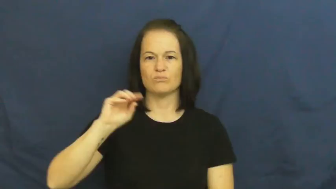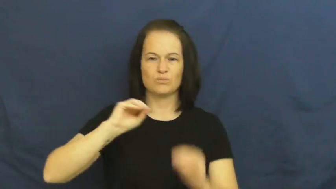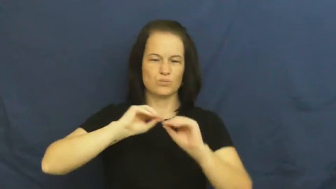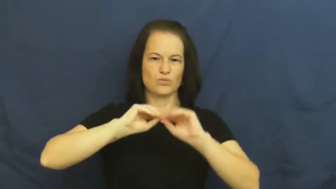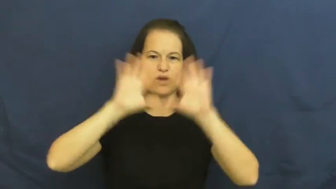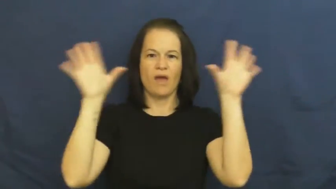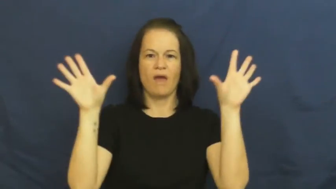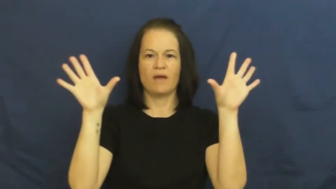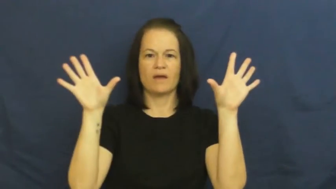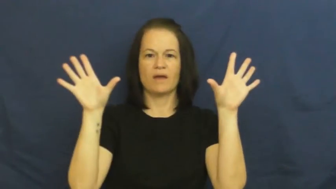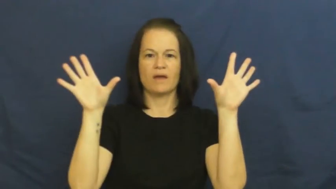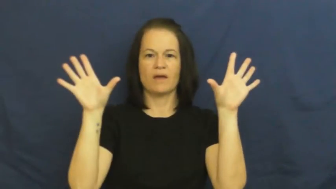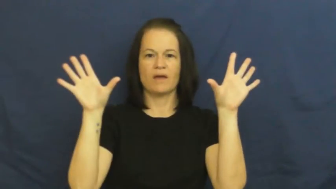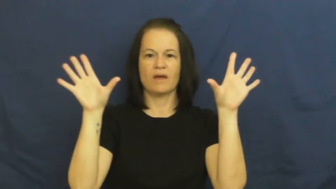bright,brilliant,ablaze,blazing,corruscated,incandescent